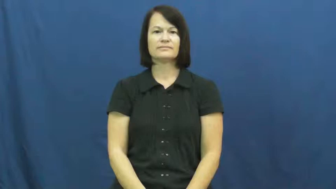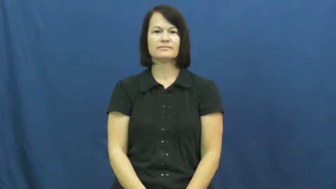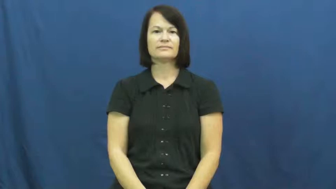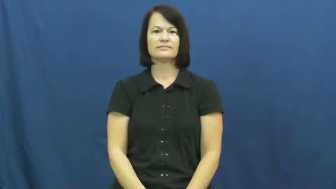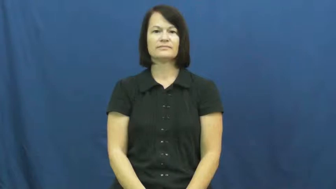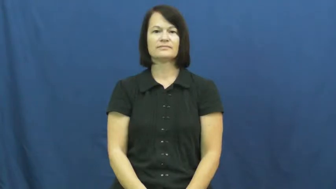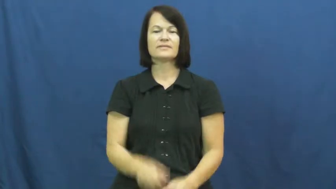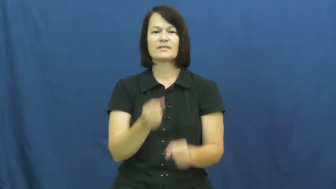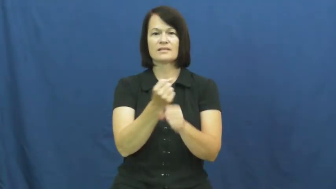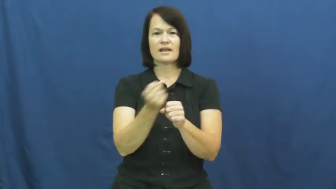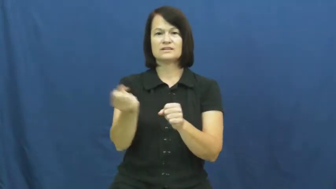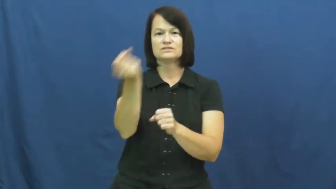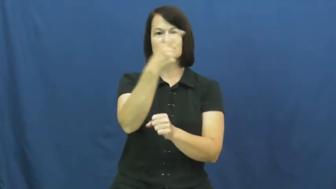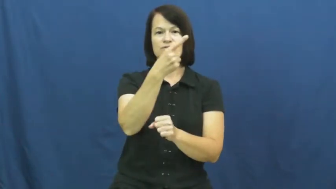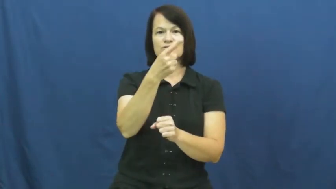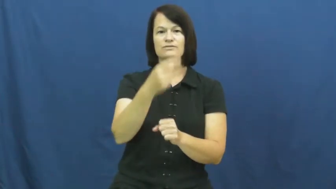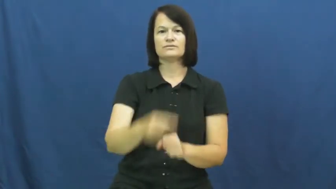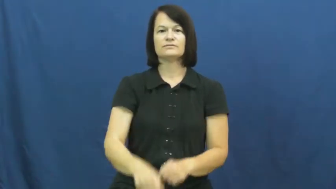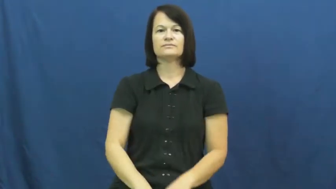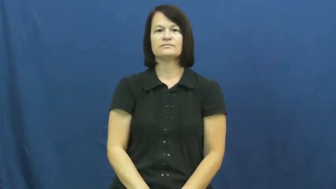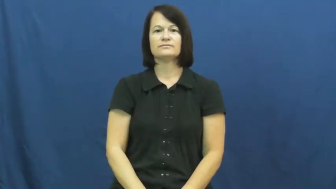next year